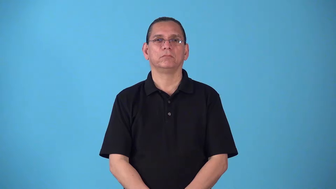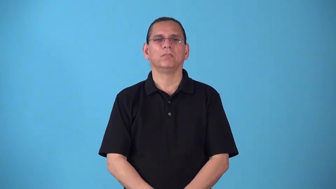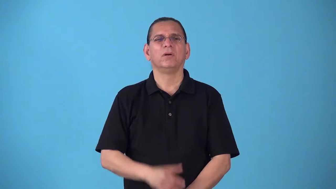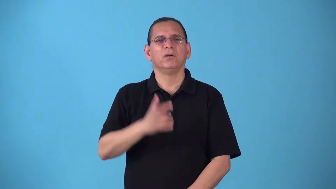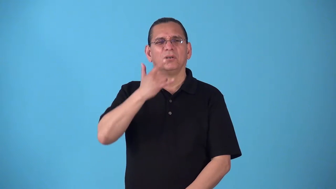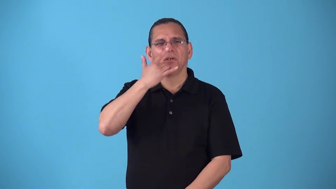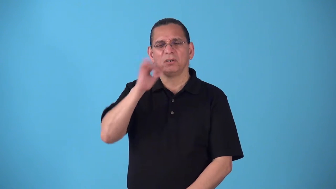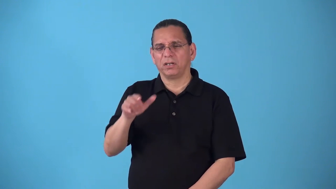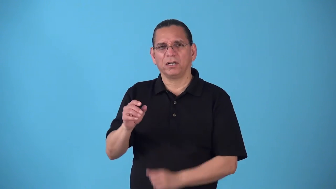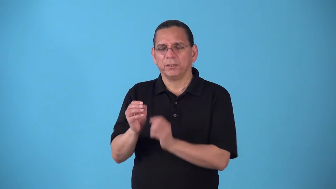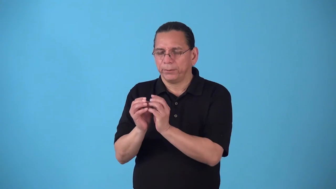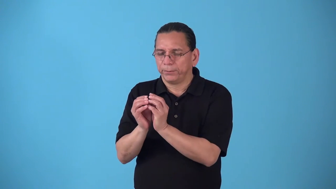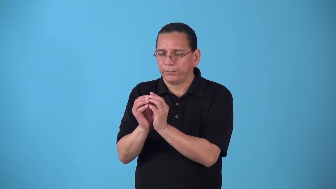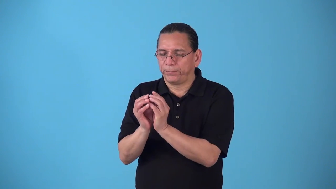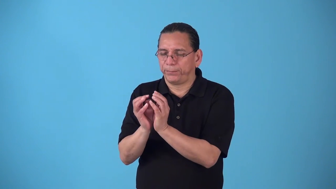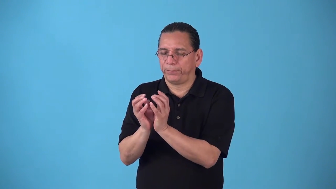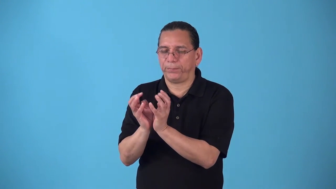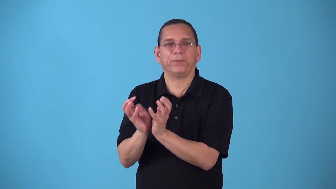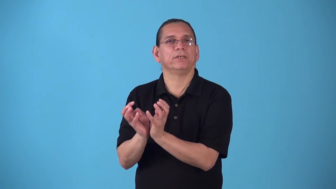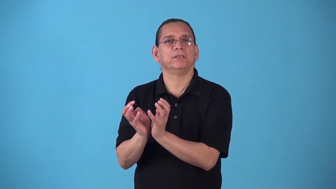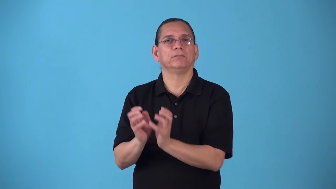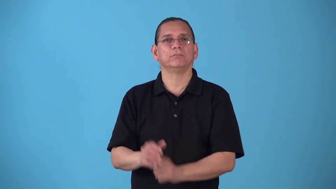shrubby,shrublike